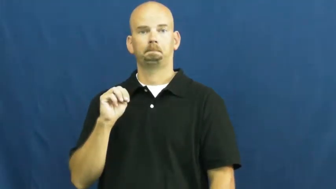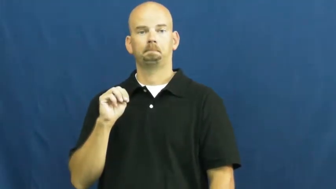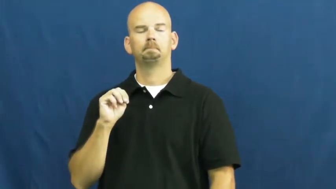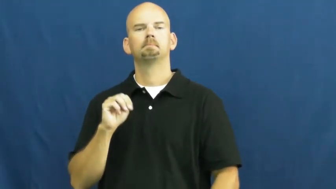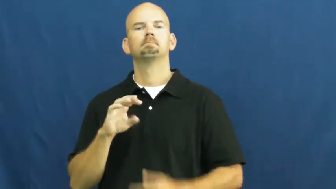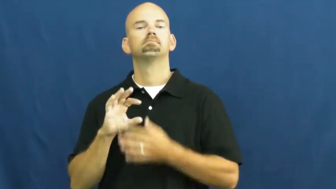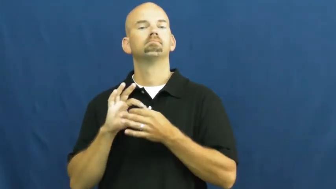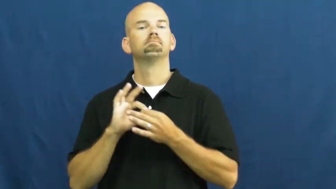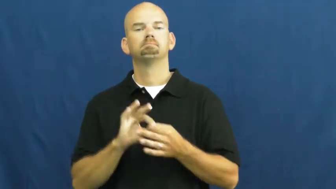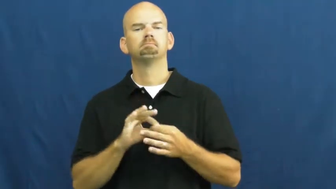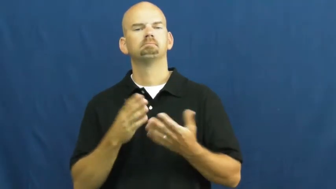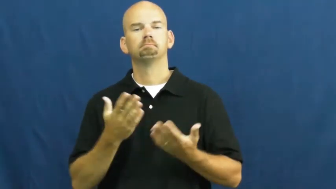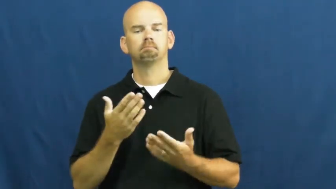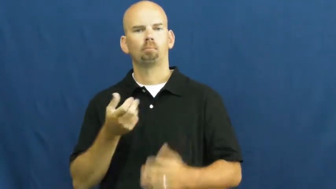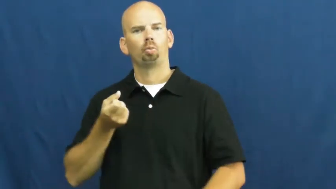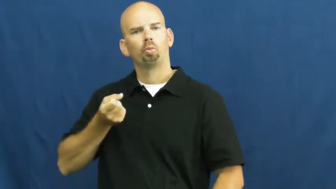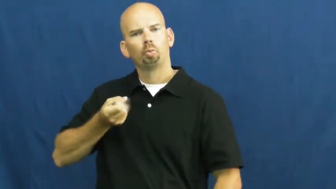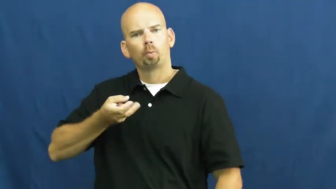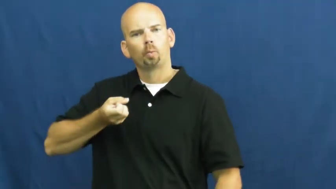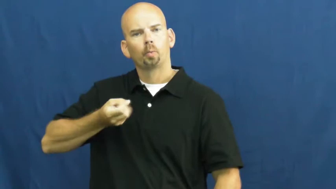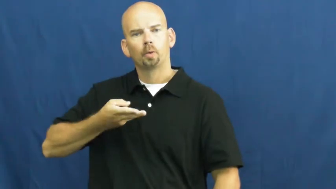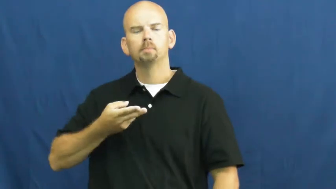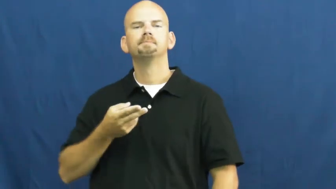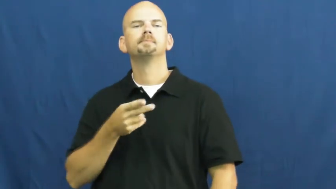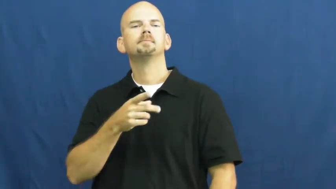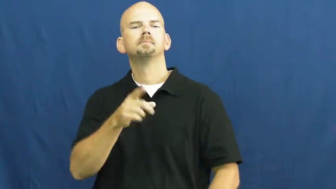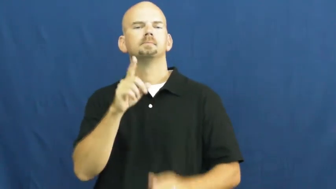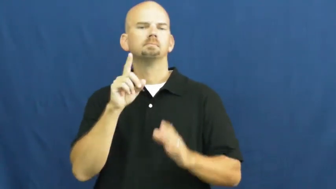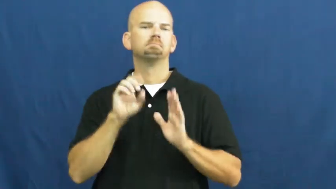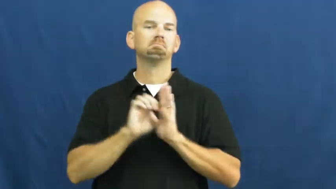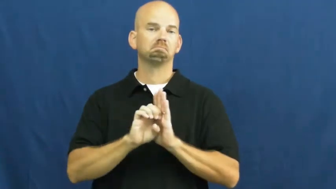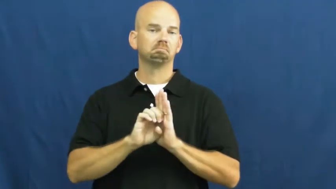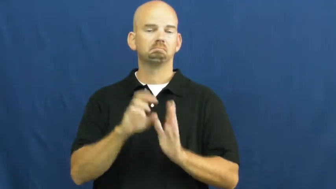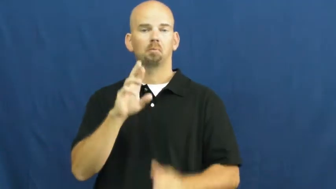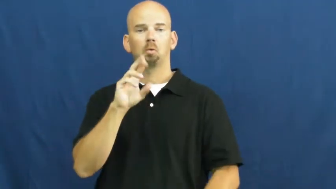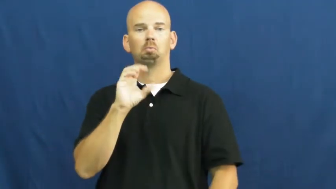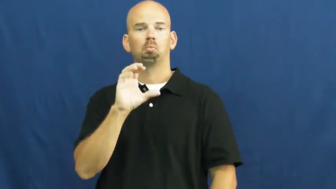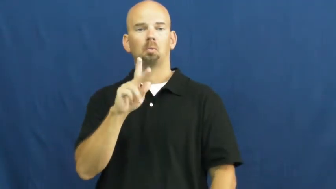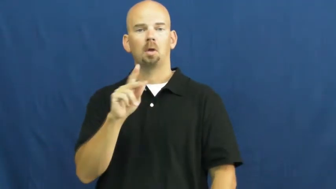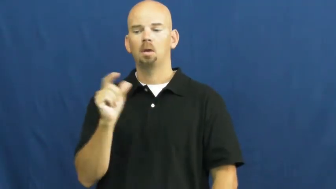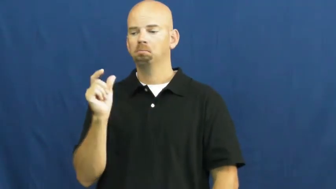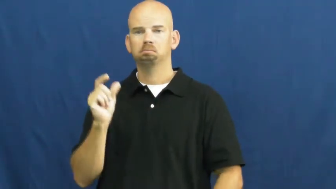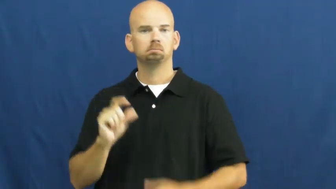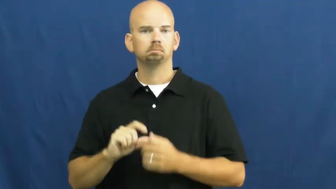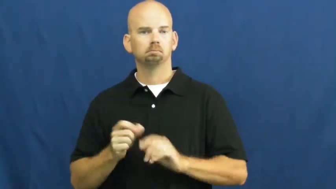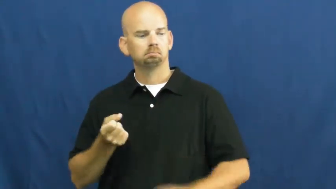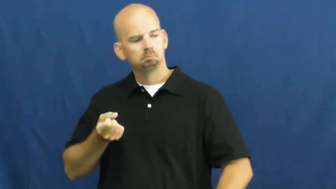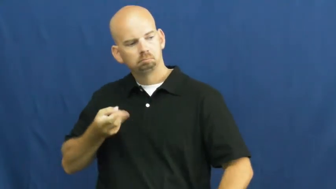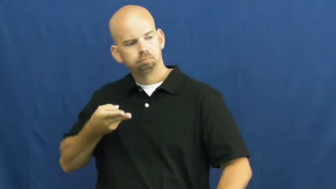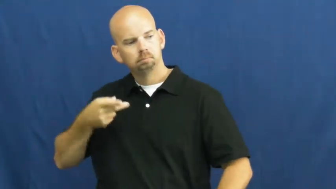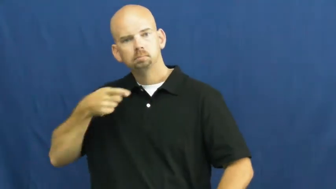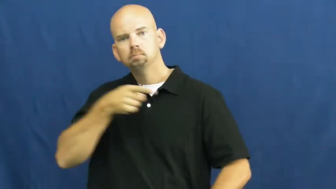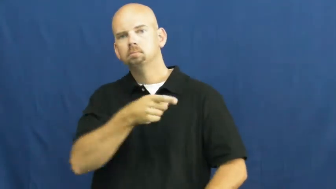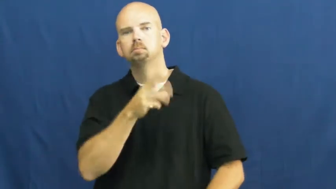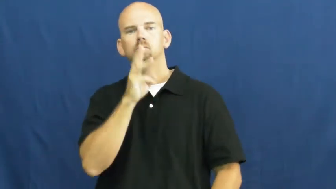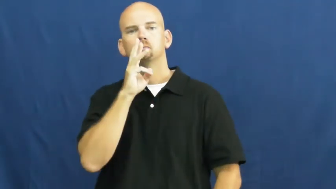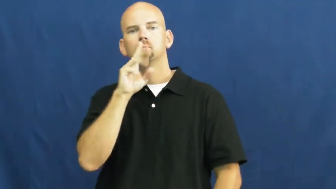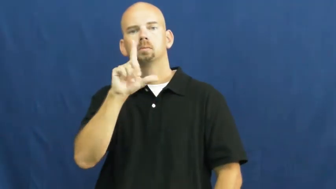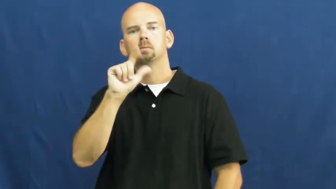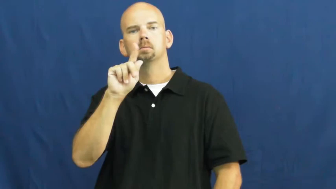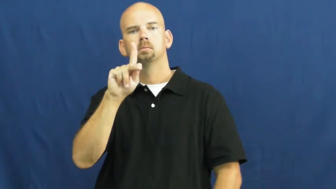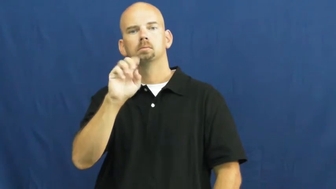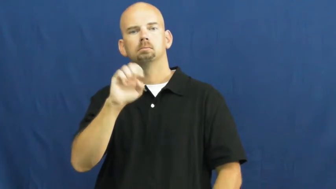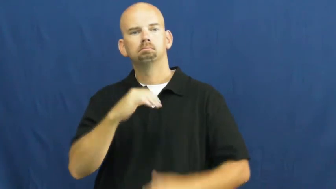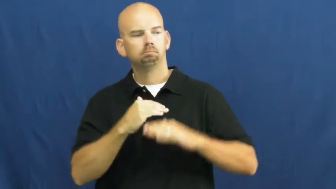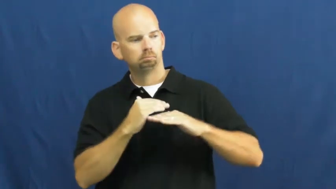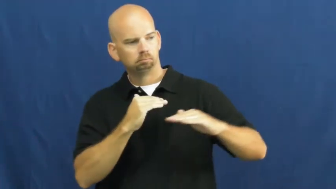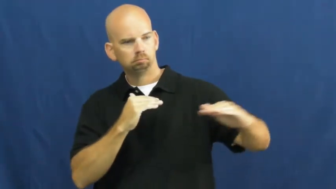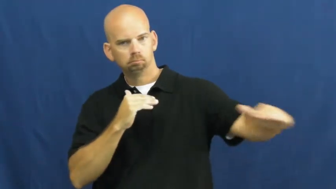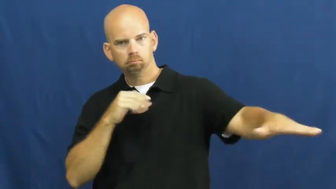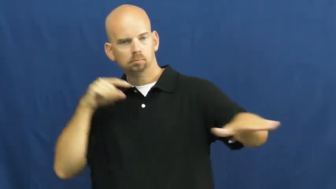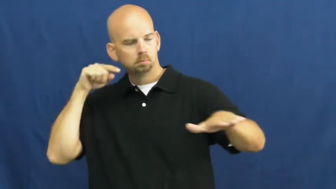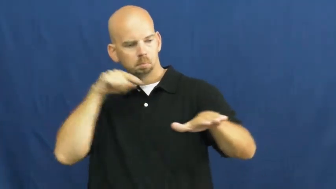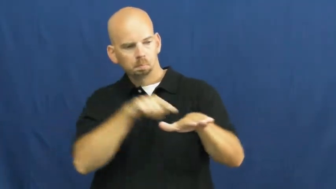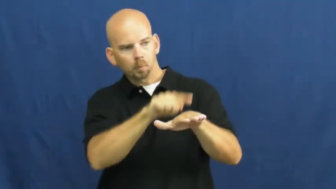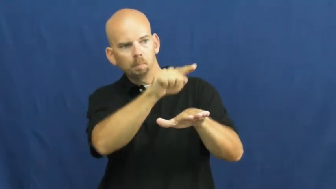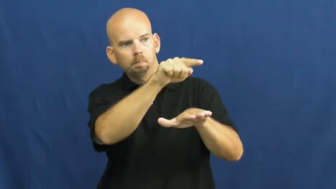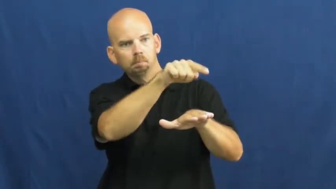skim,skip,skitter-rock